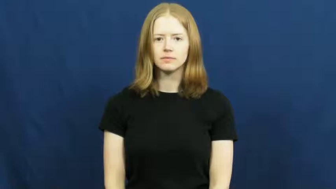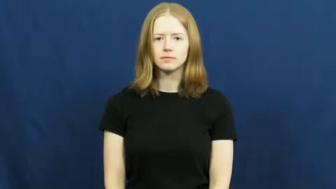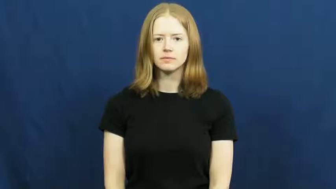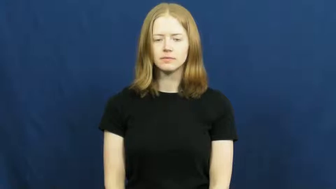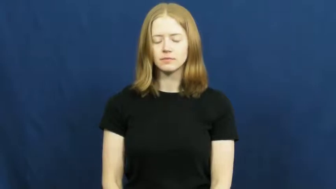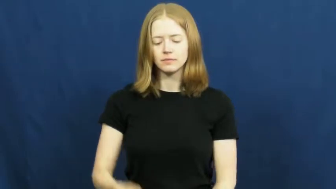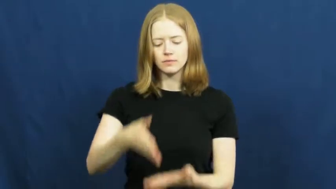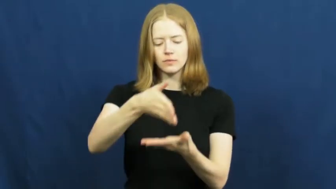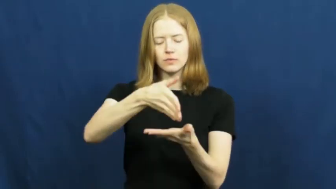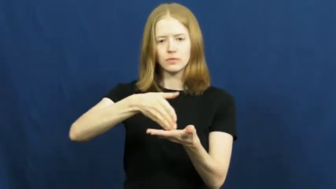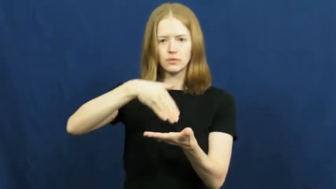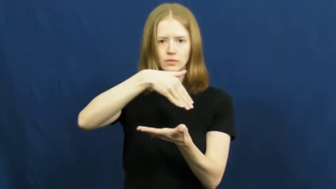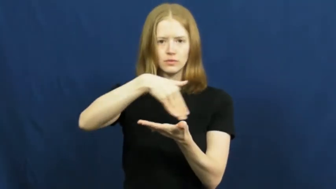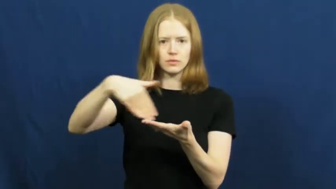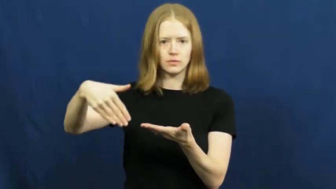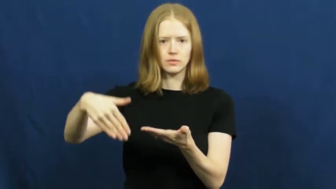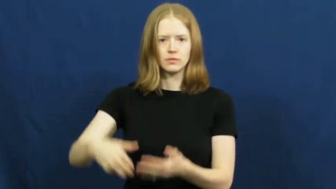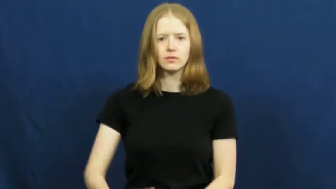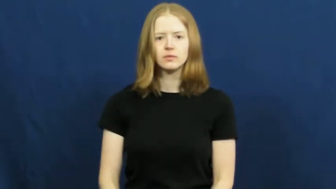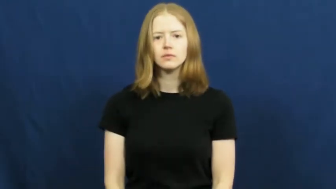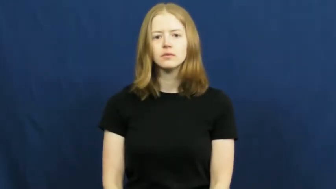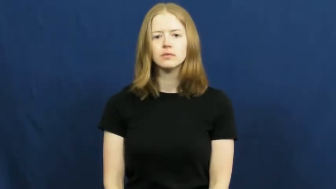quarter,cut